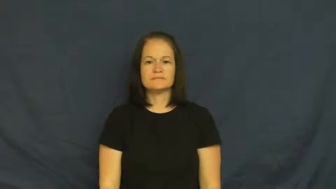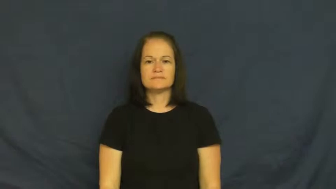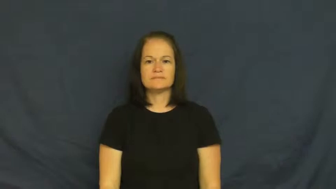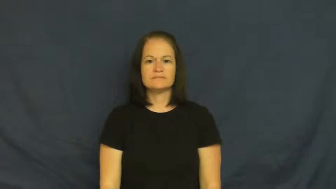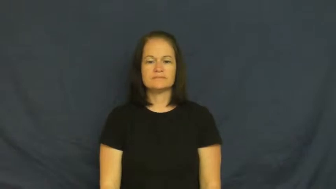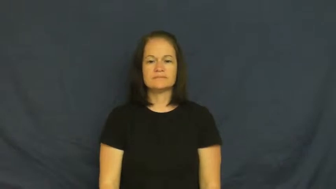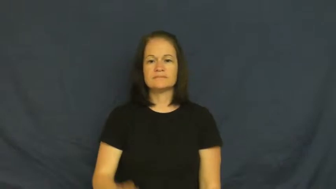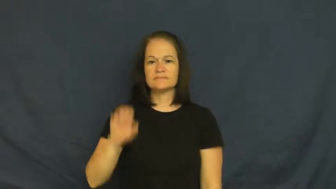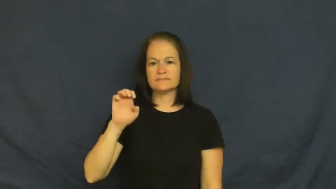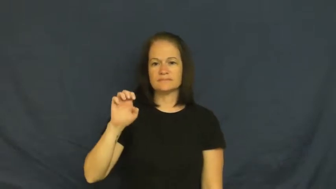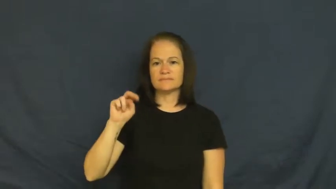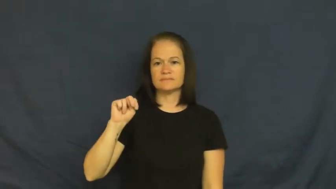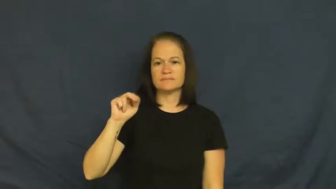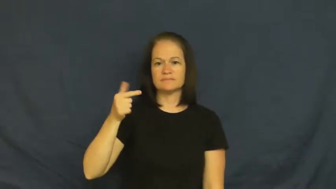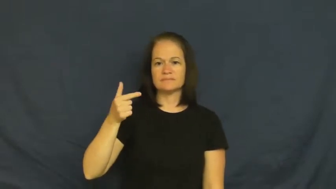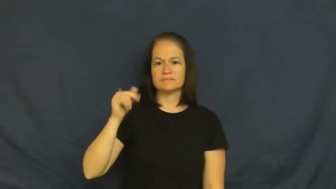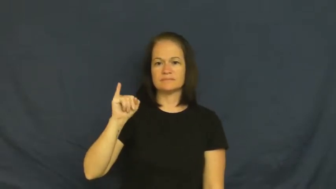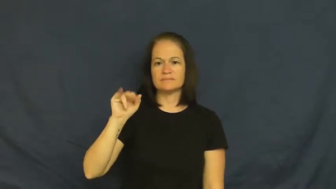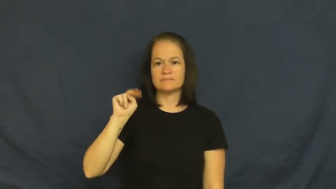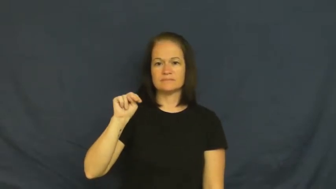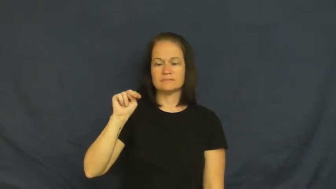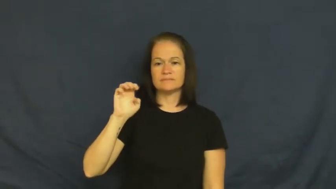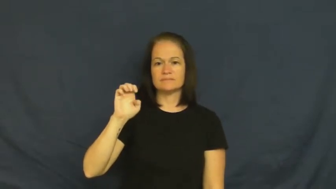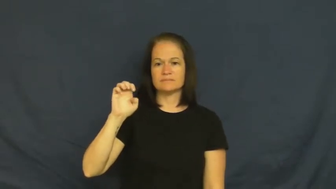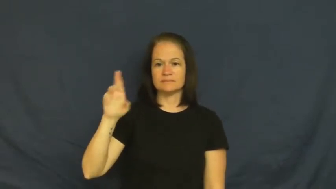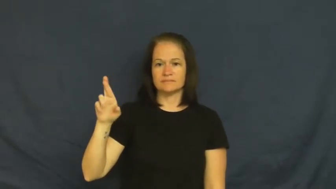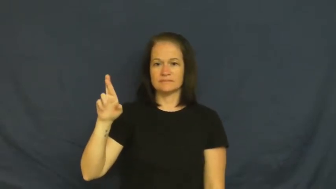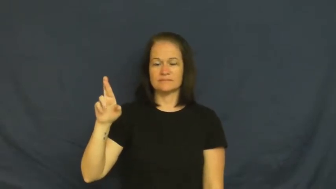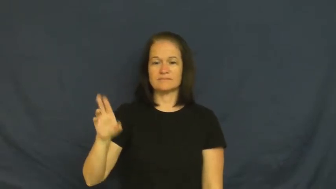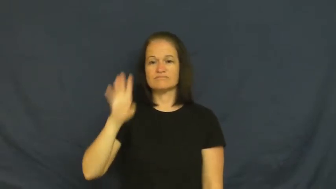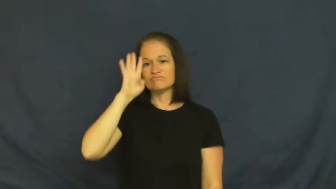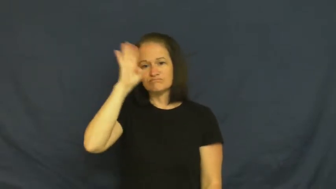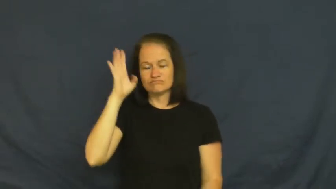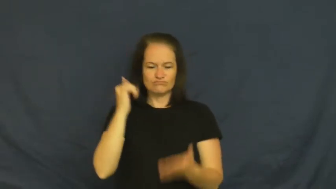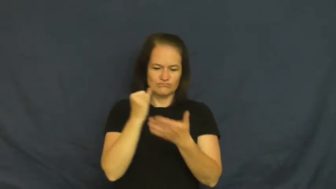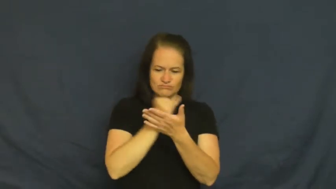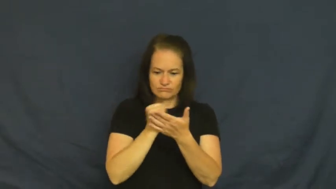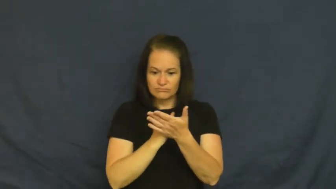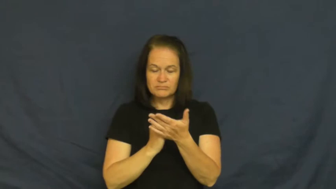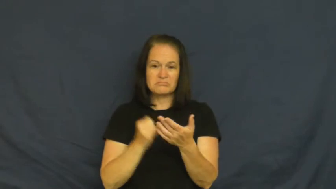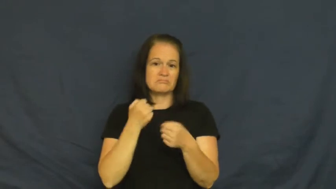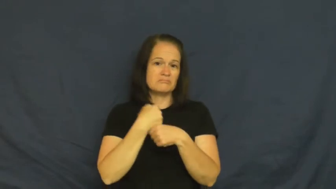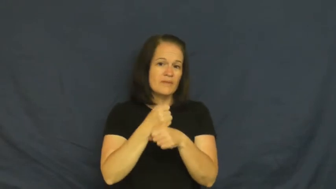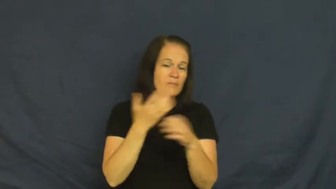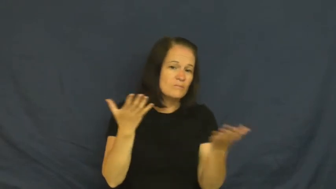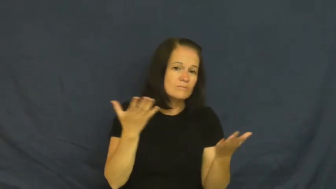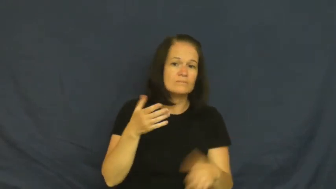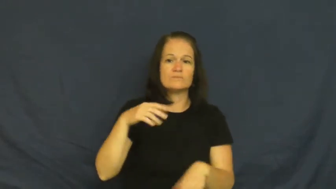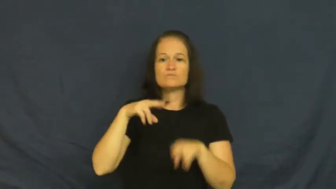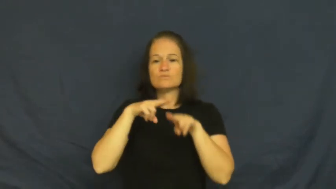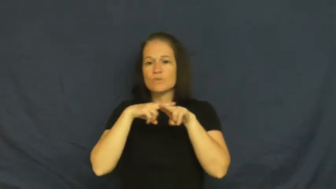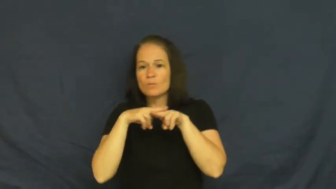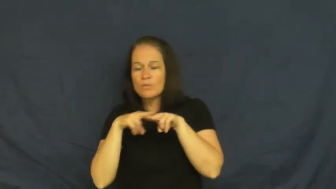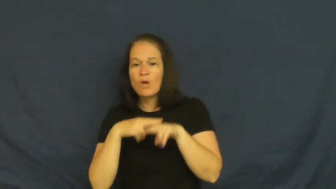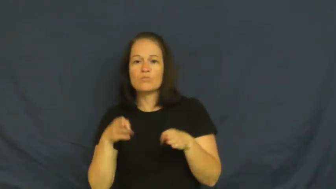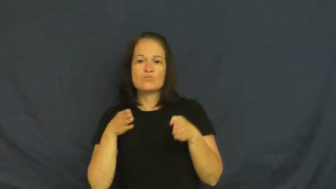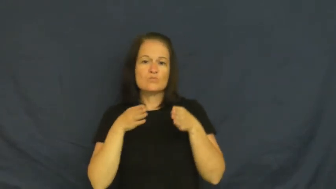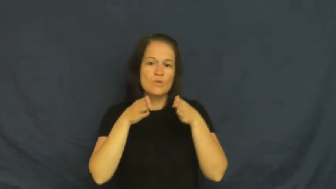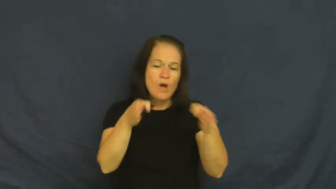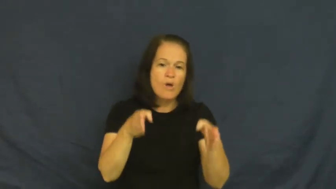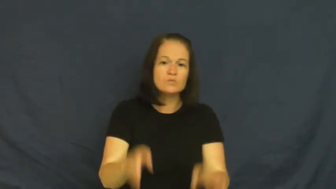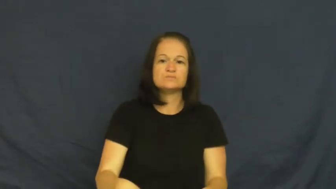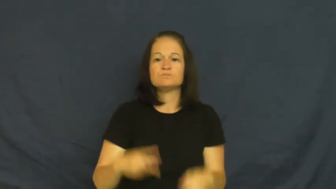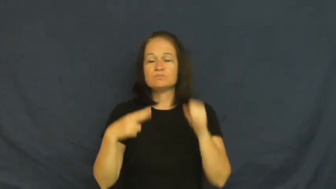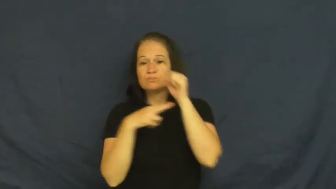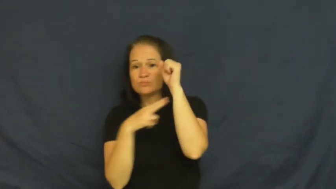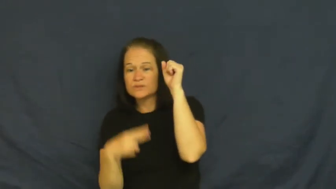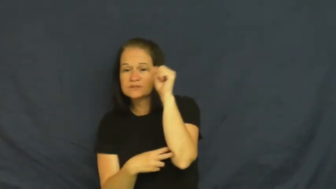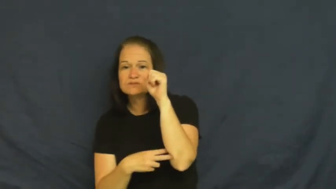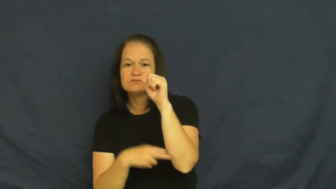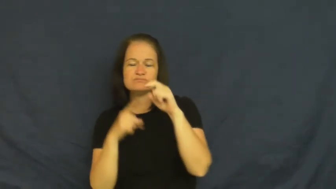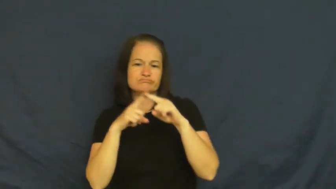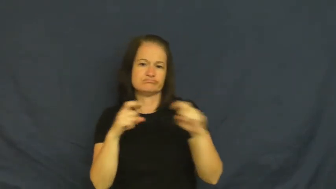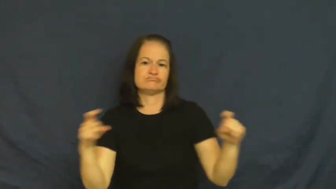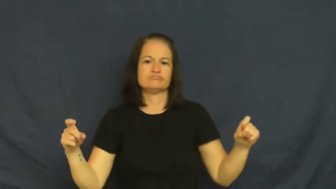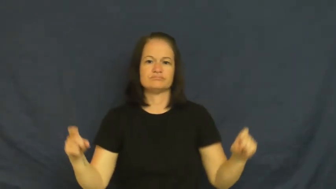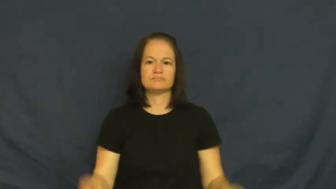engineer-verb